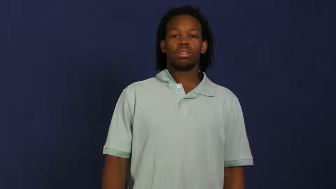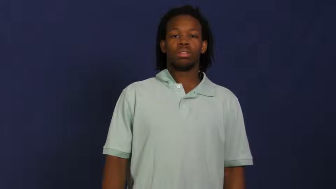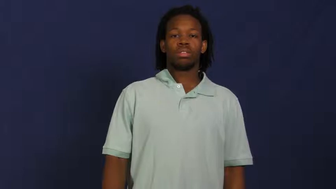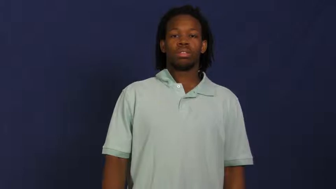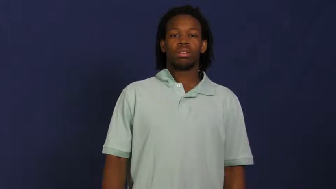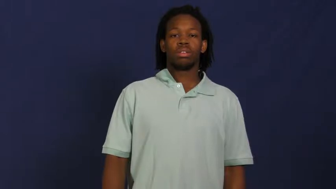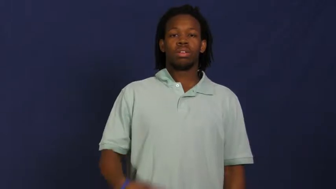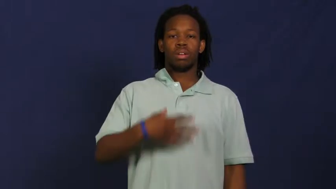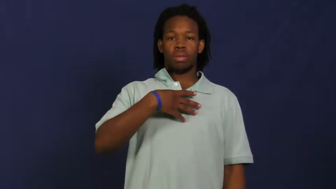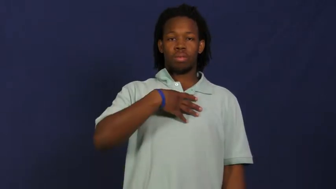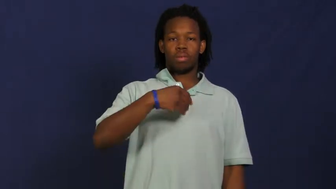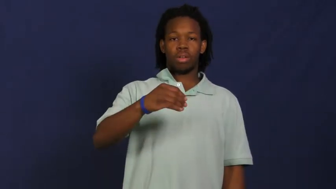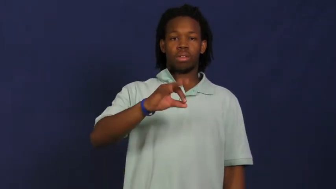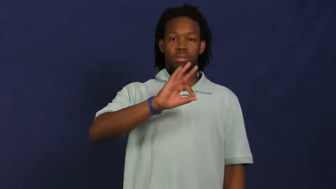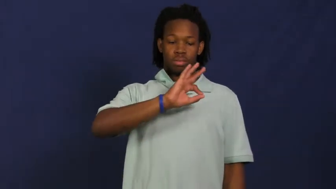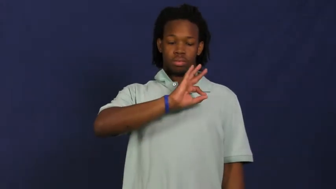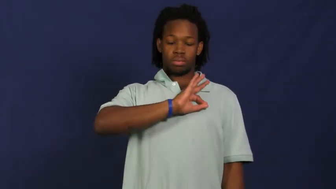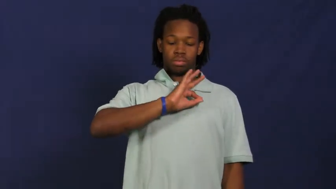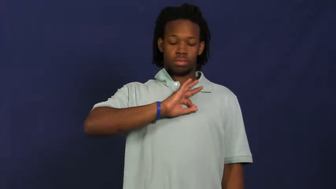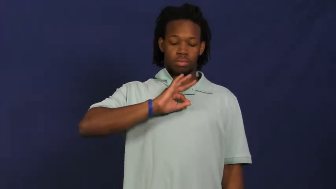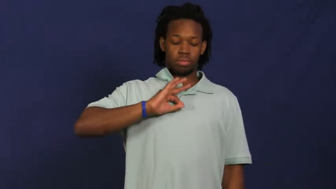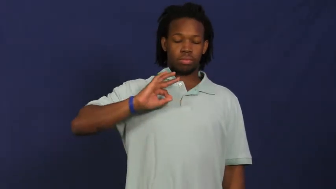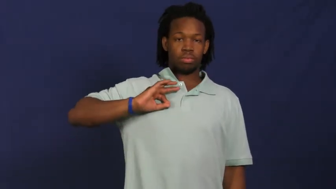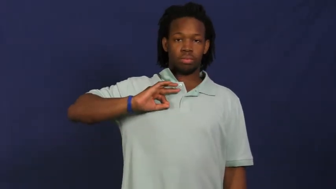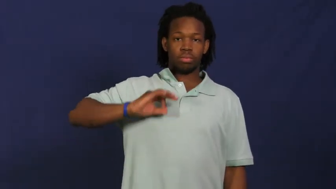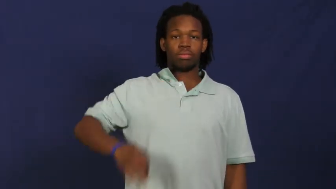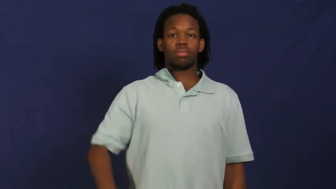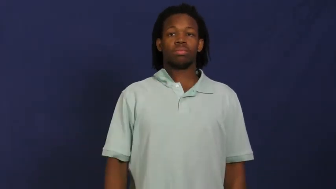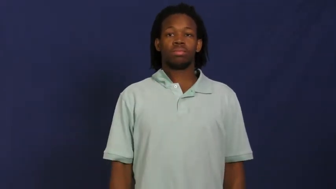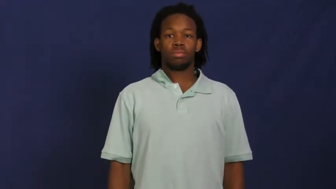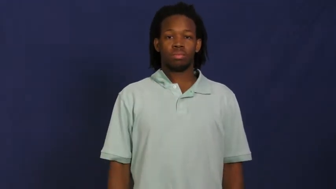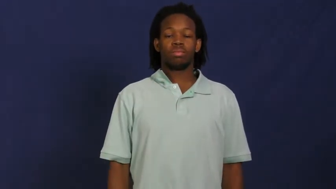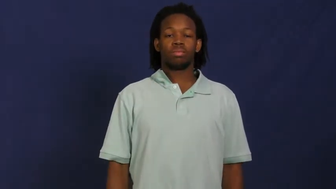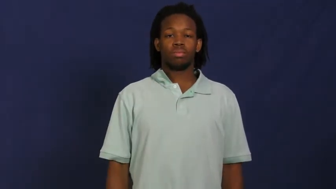pearl